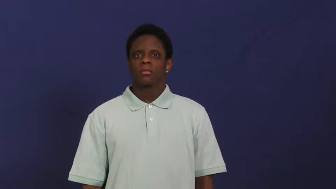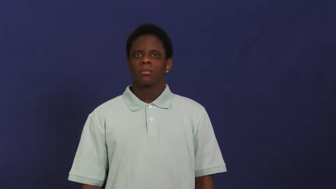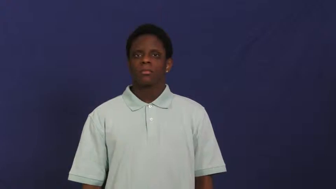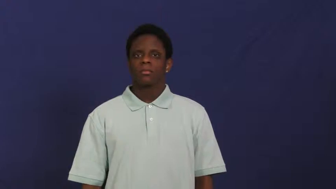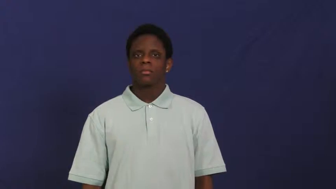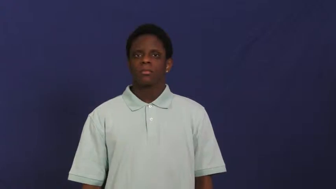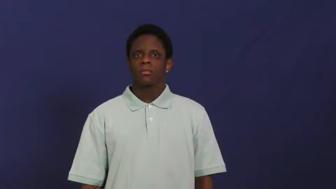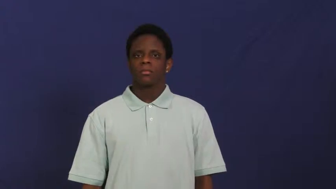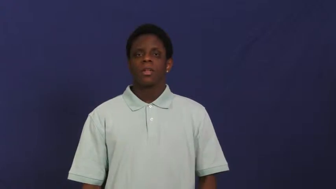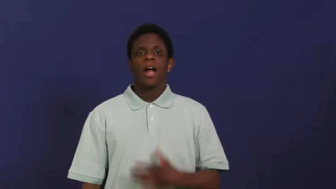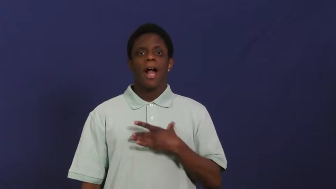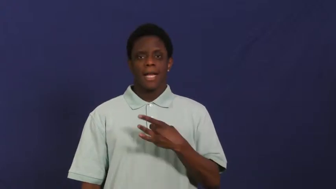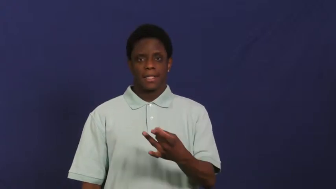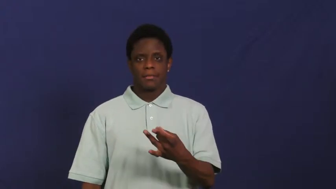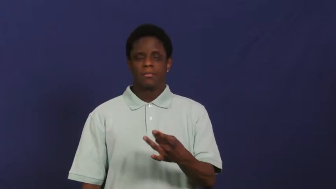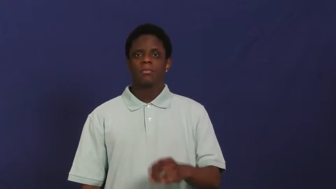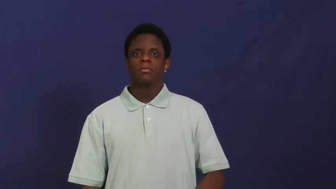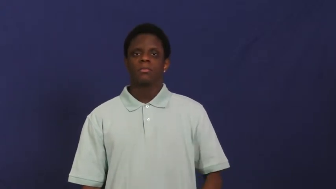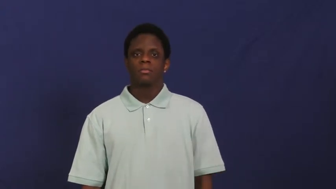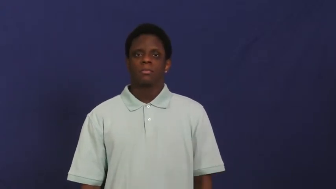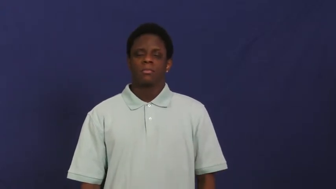take to,take kindly to-like